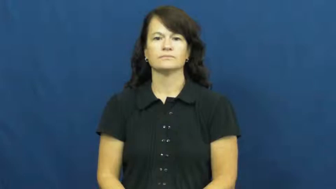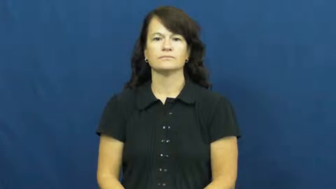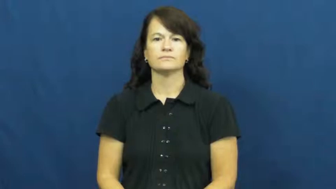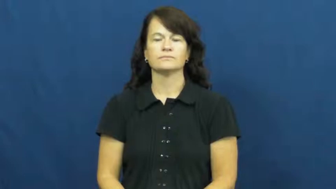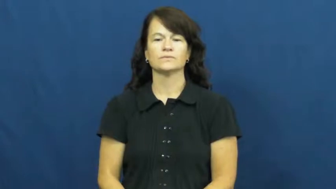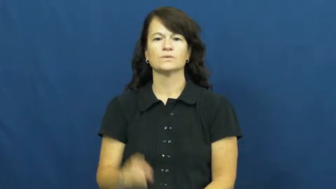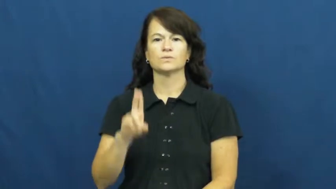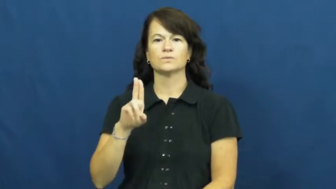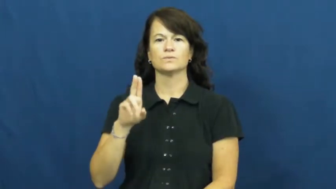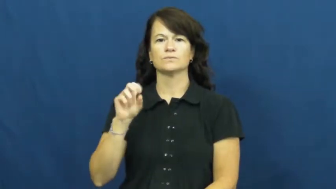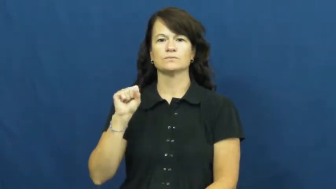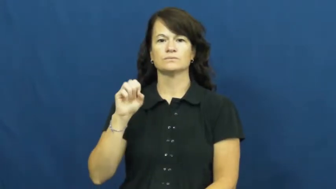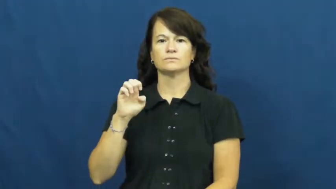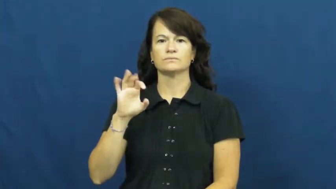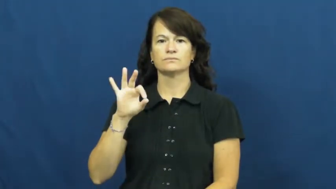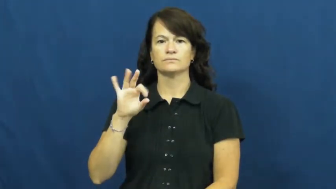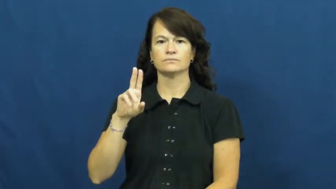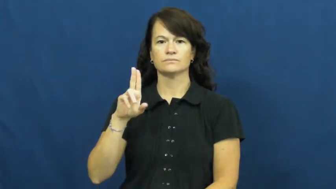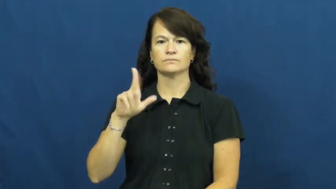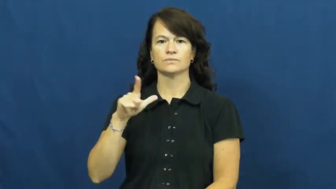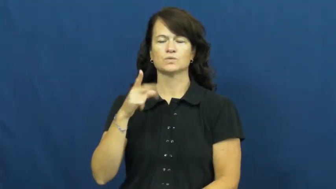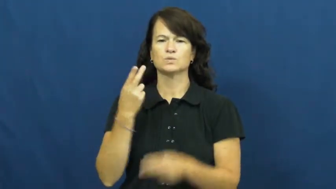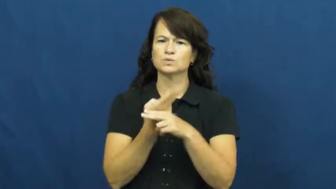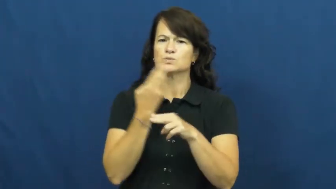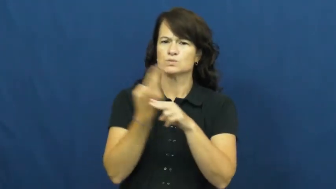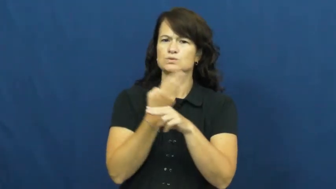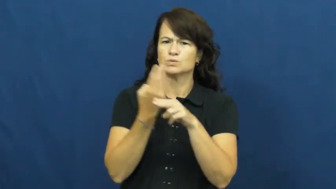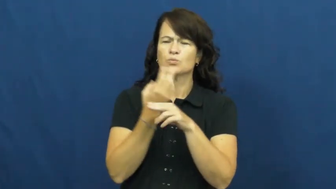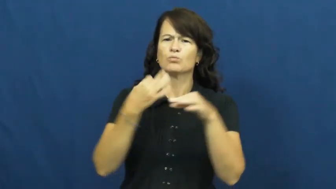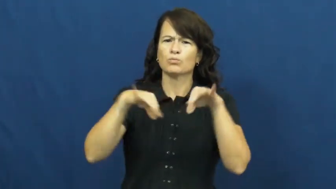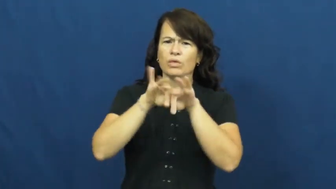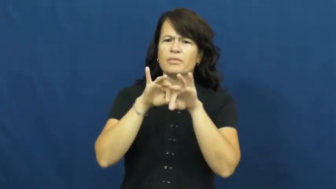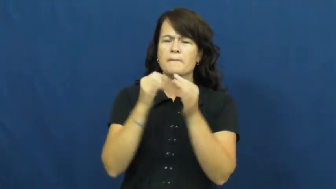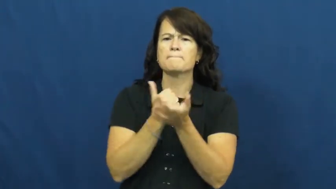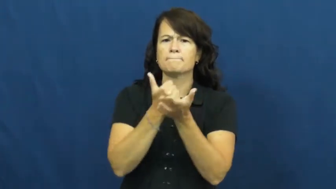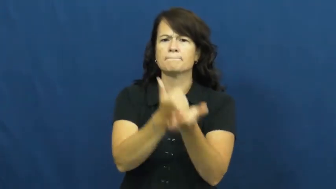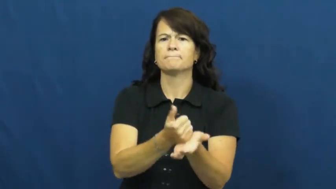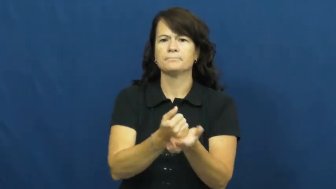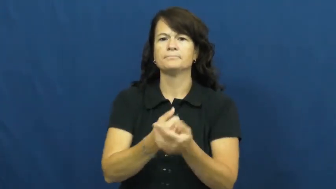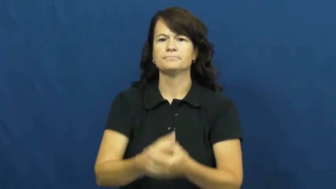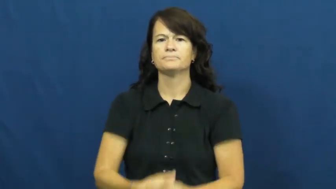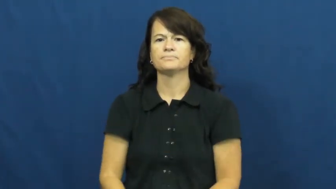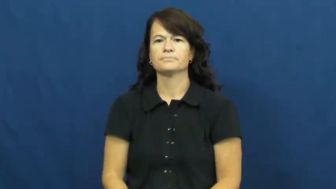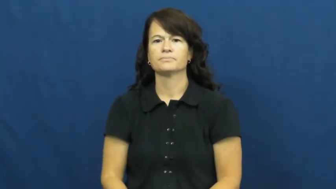useful